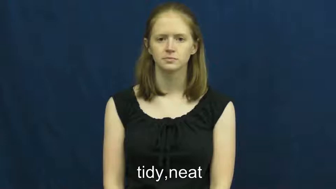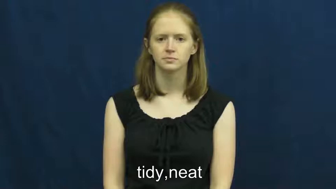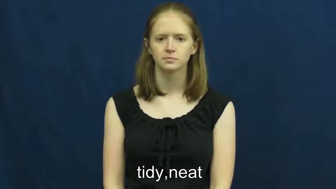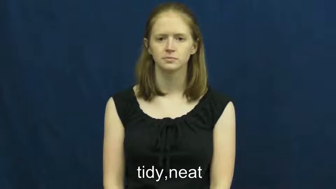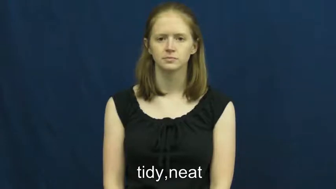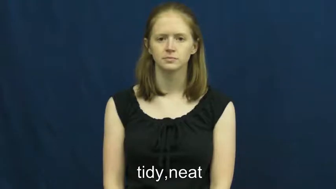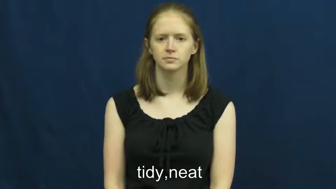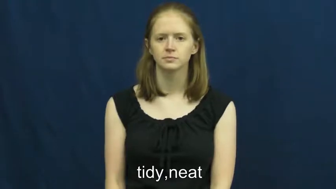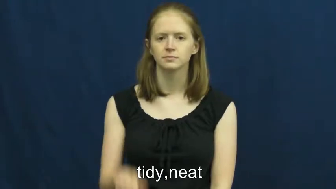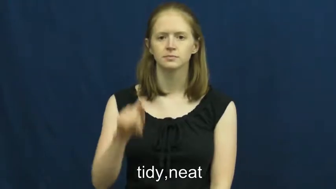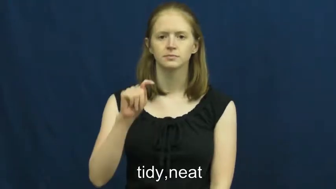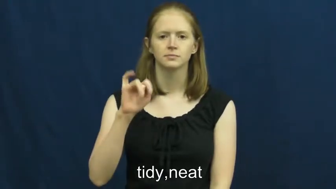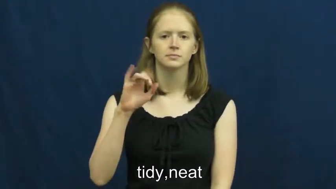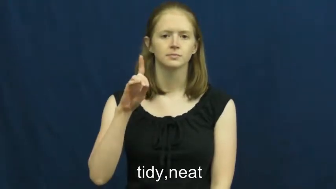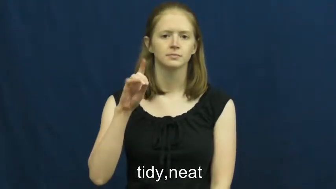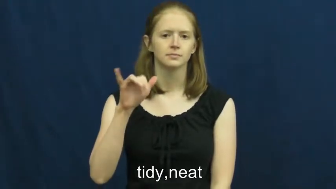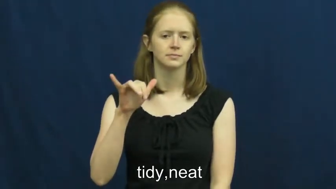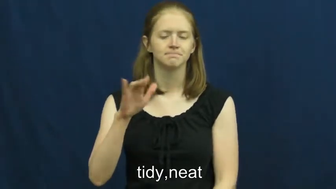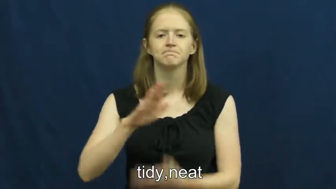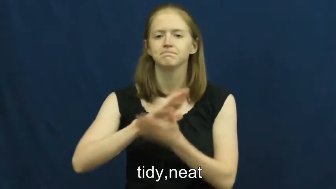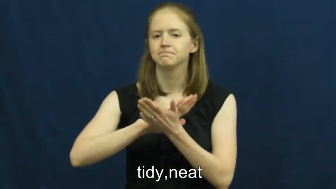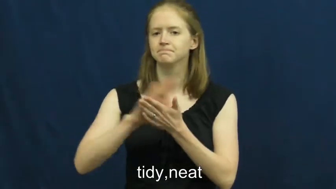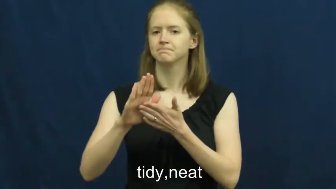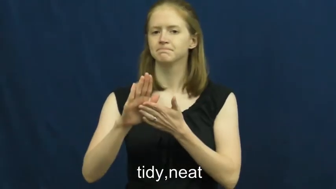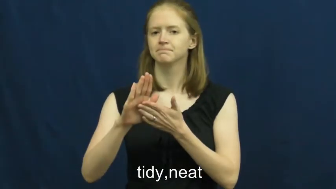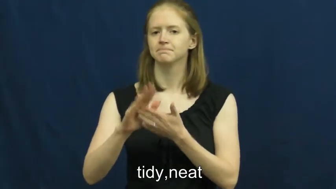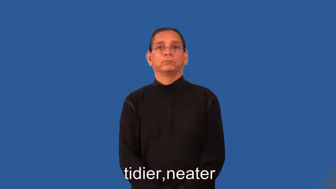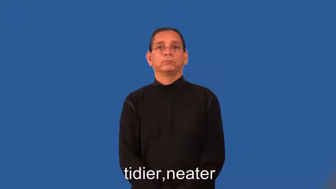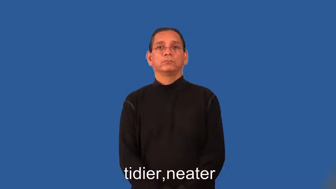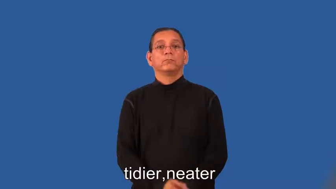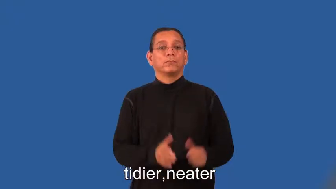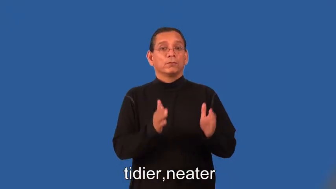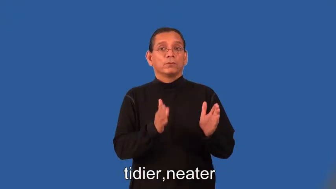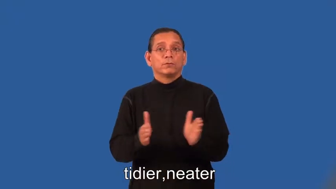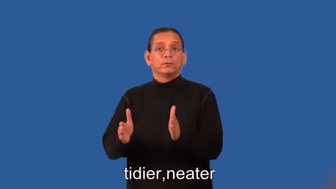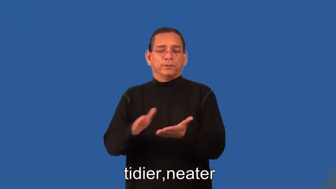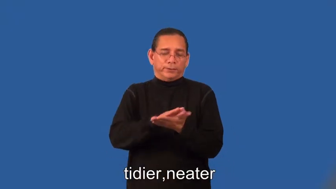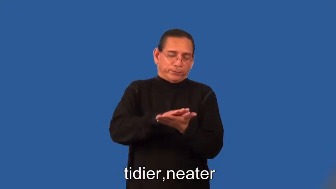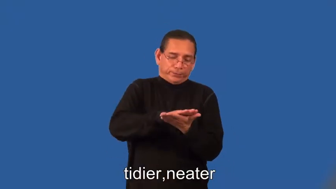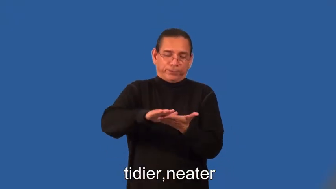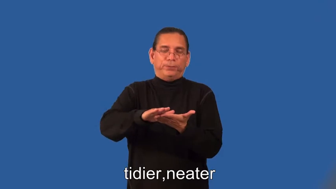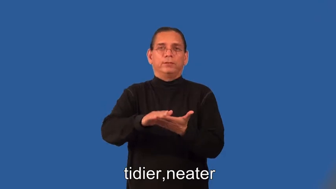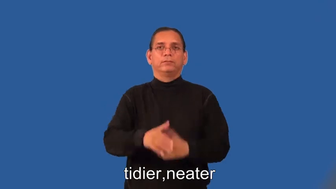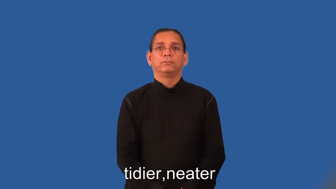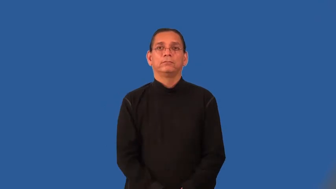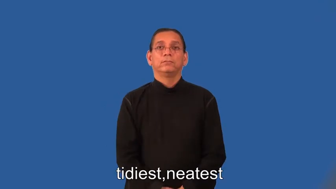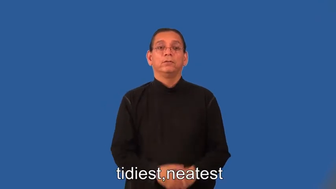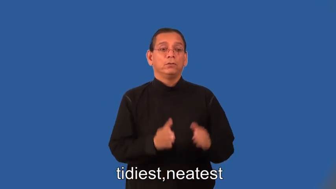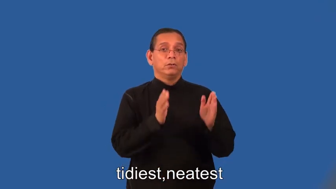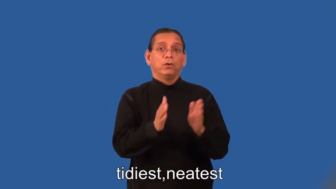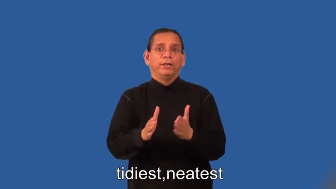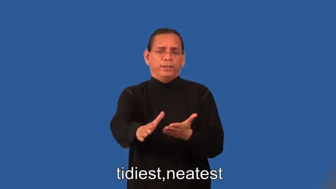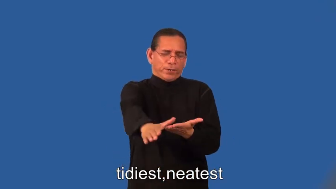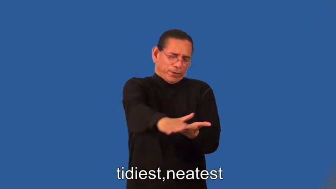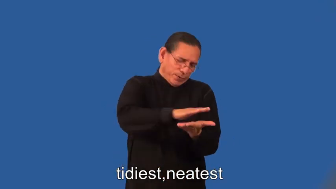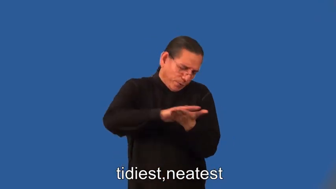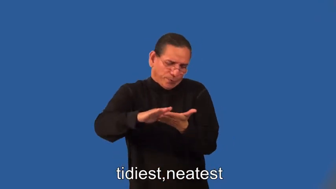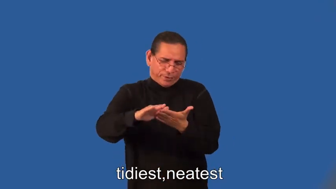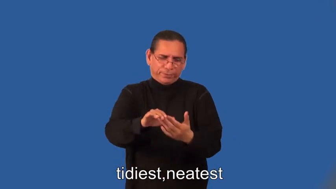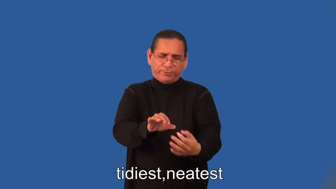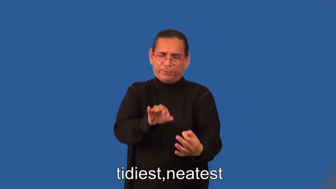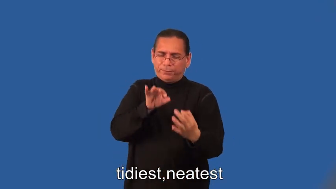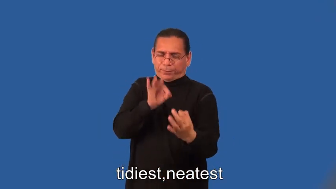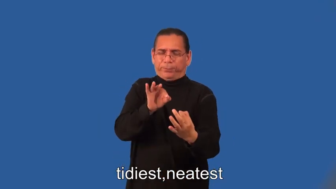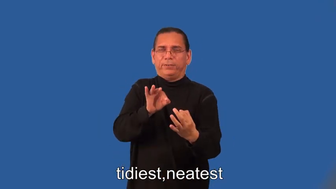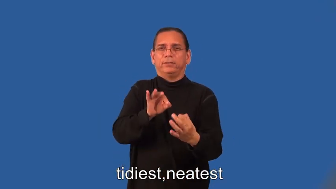tidier,neater,tidiest,neatest